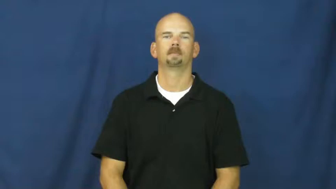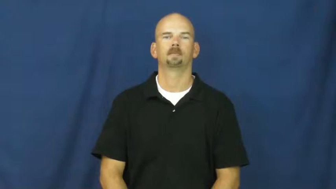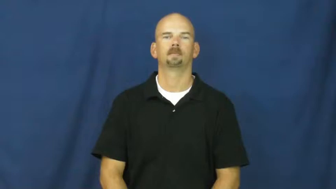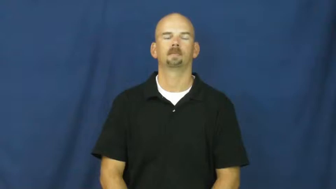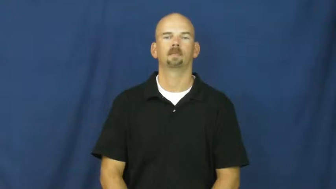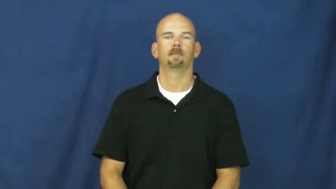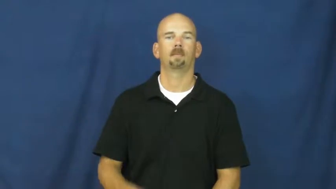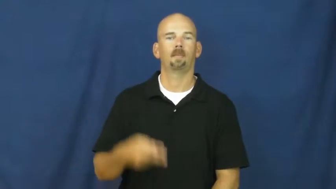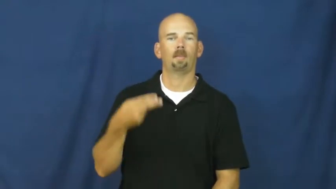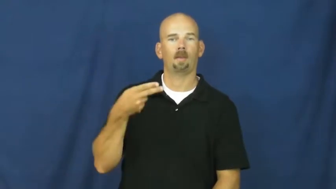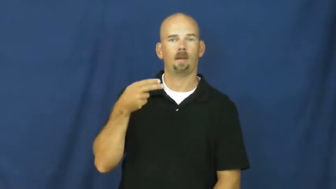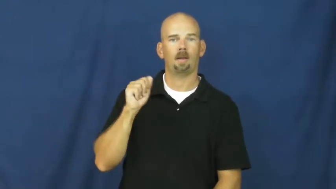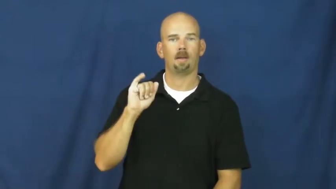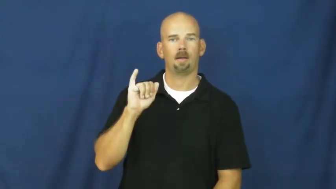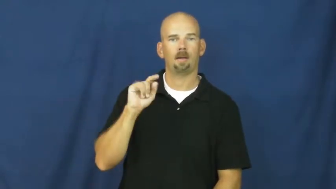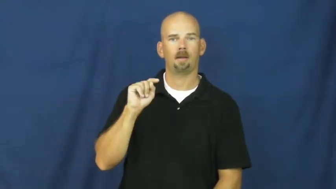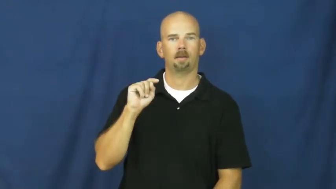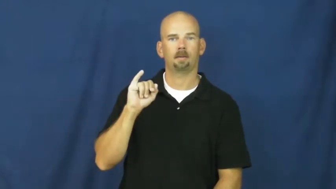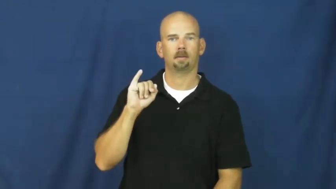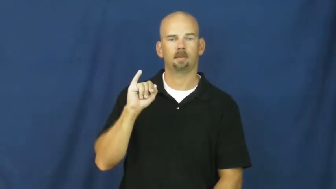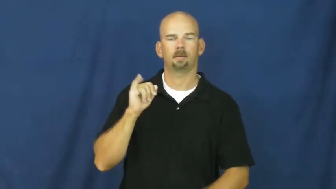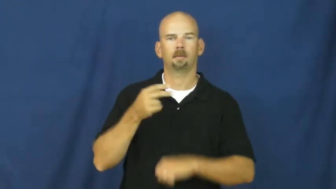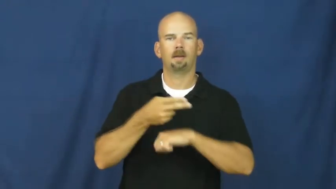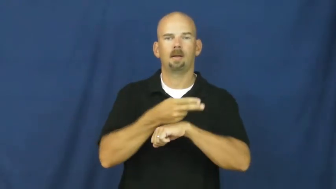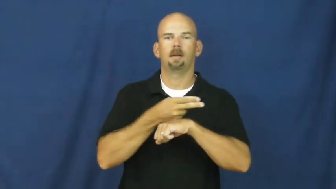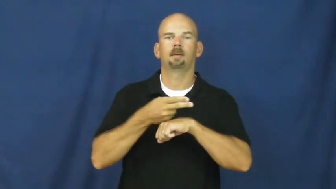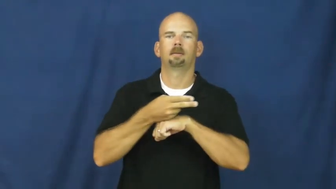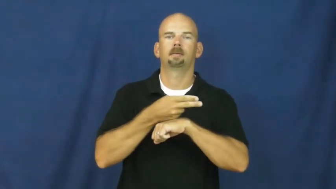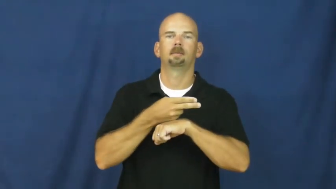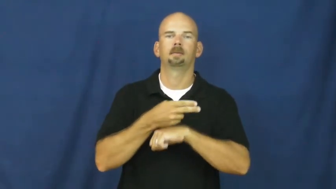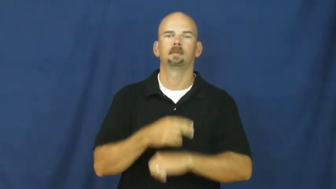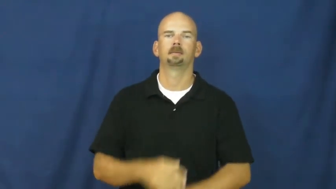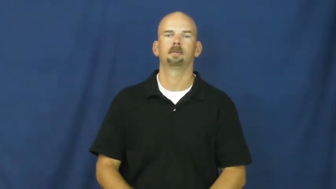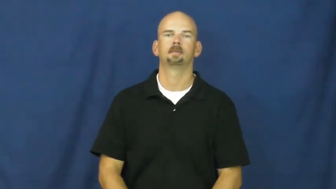haiti